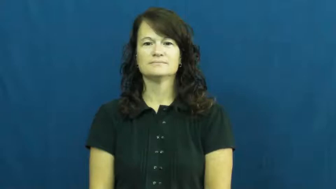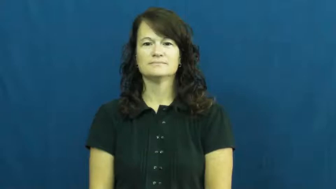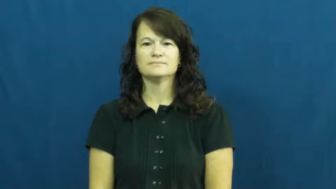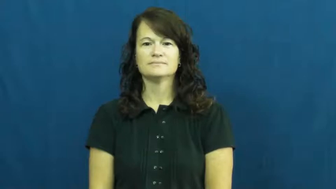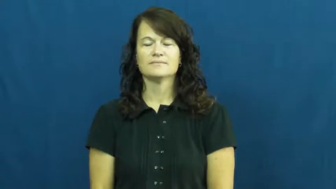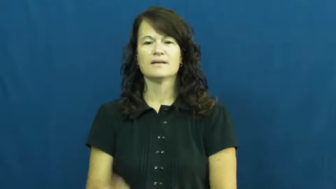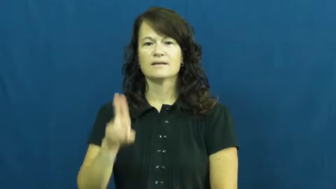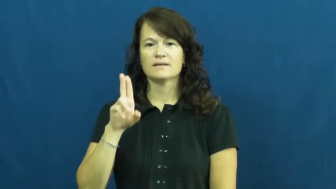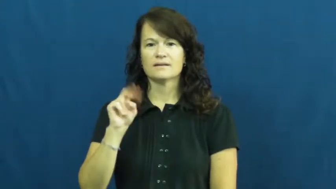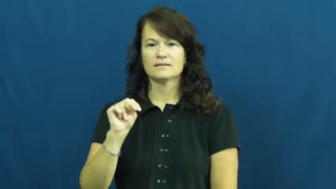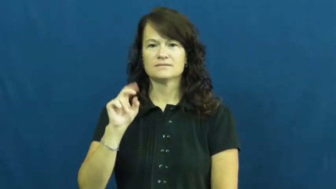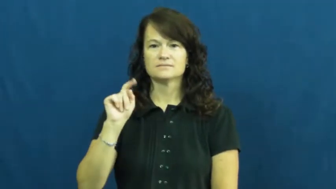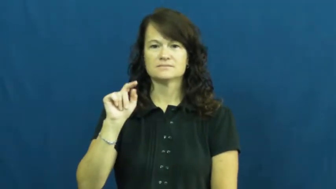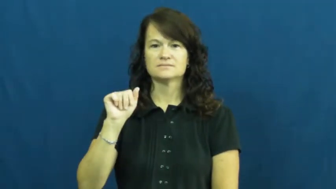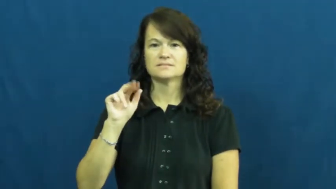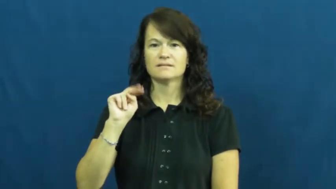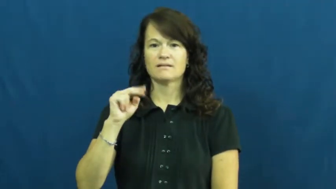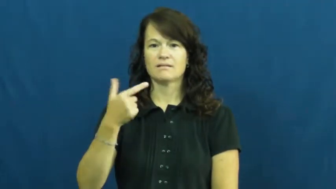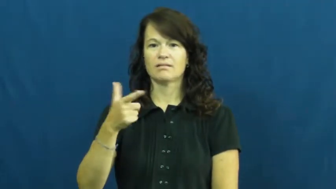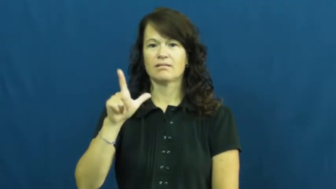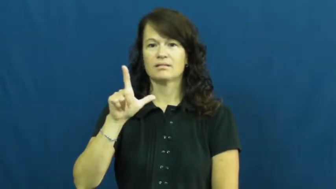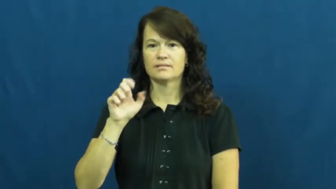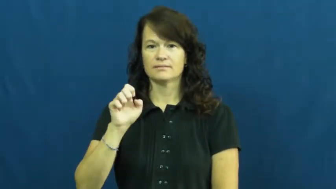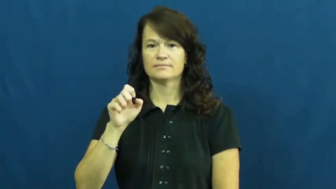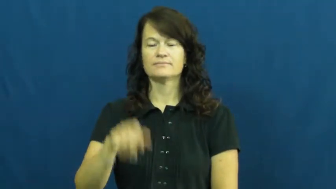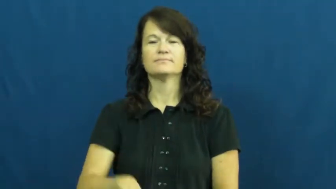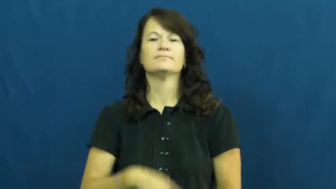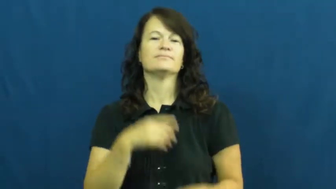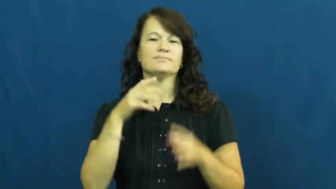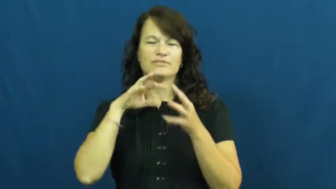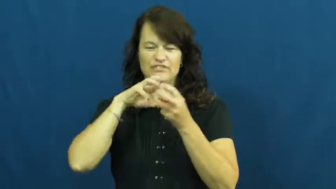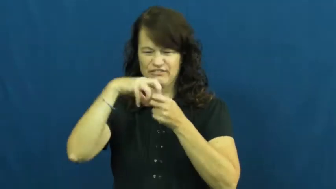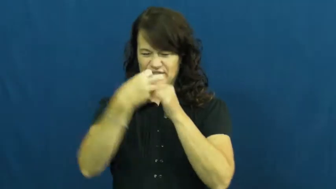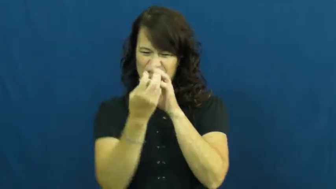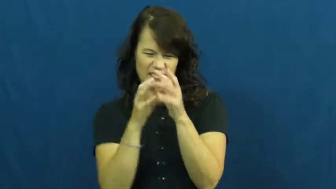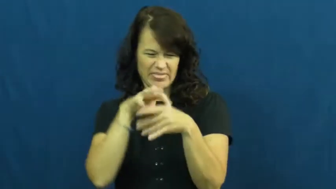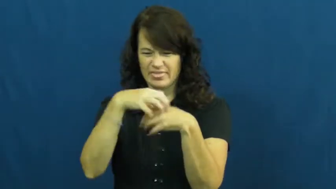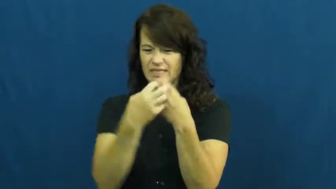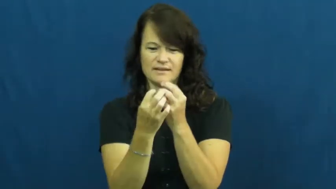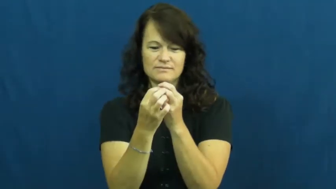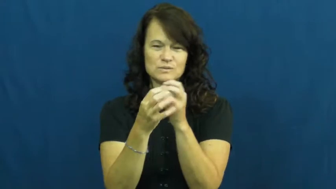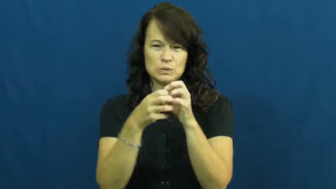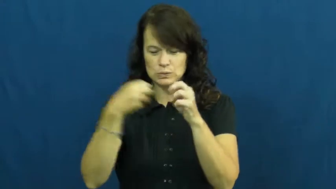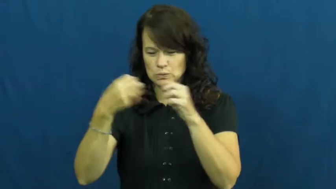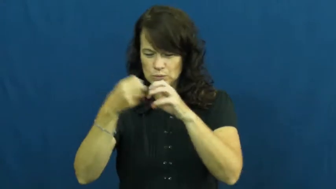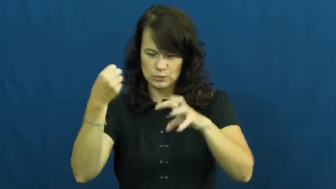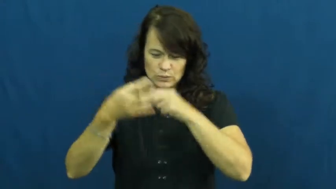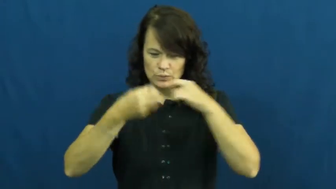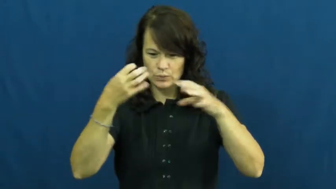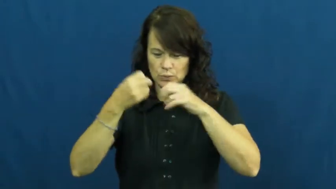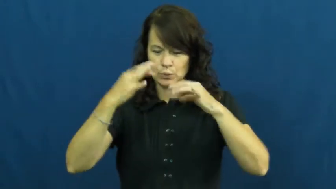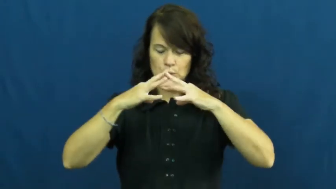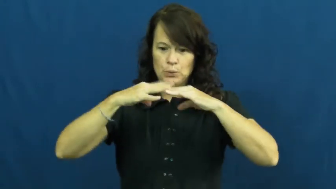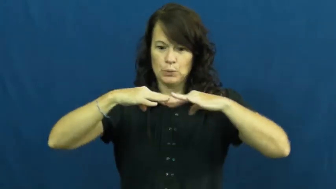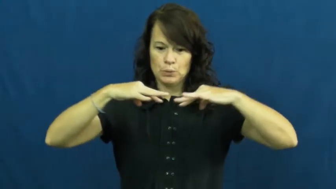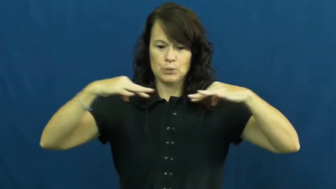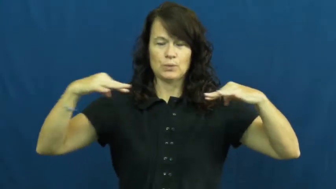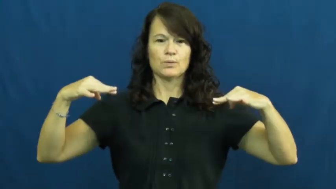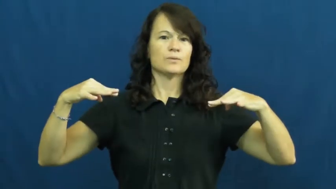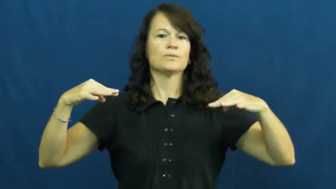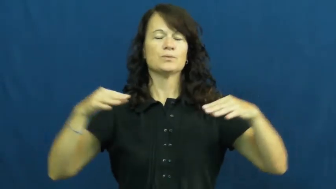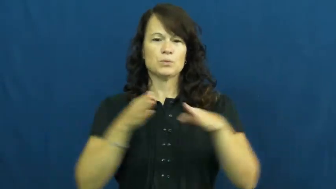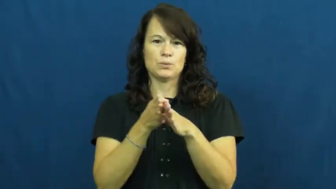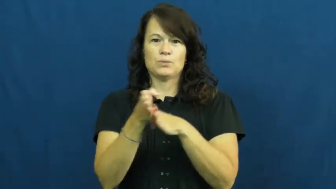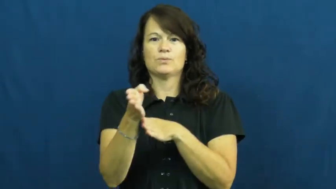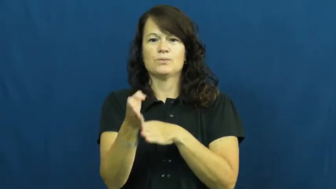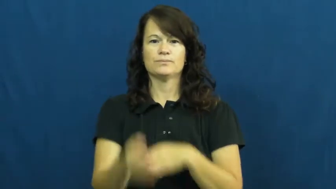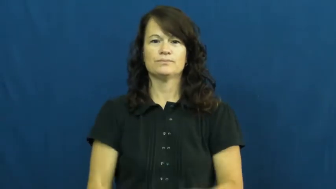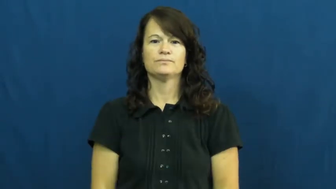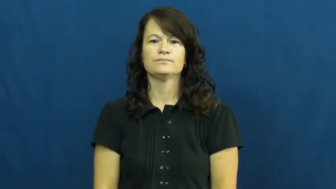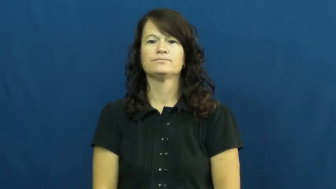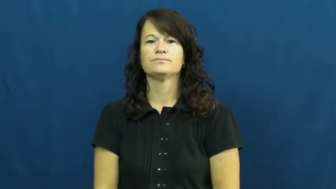untangle